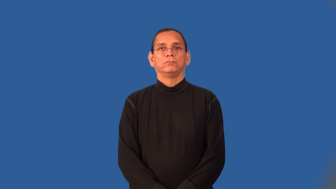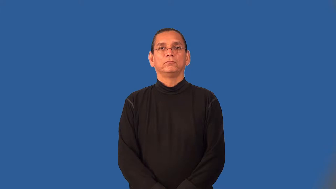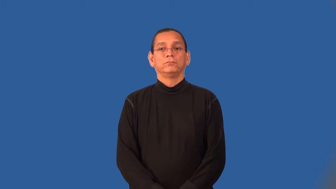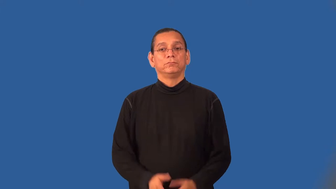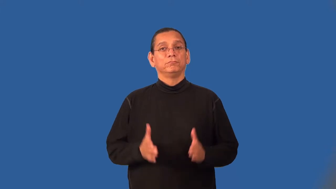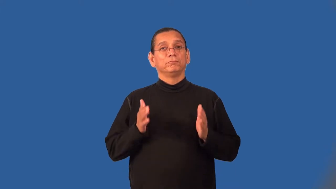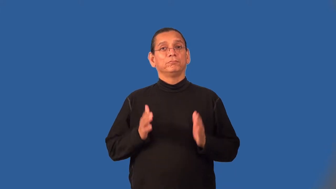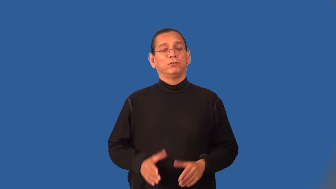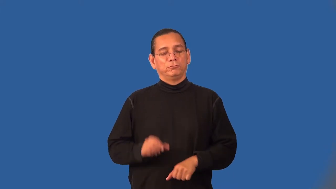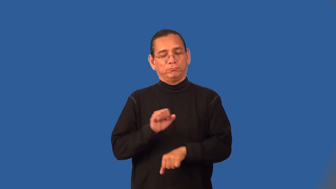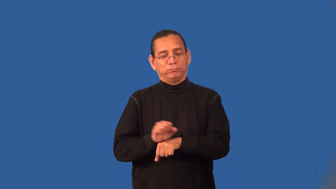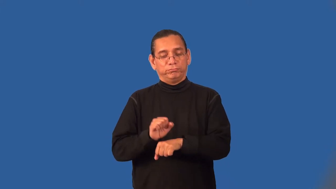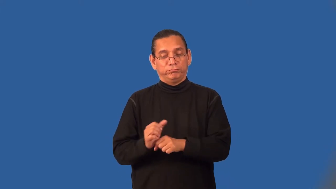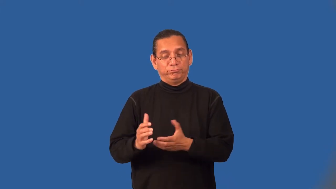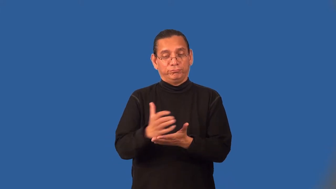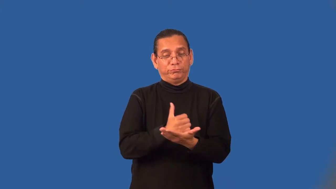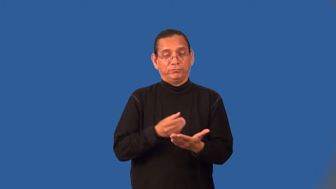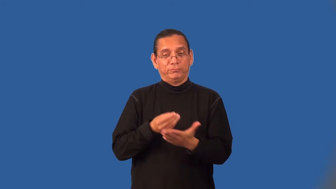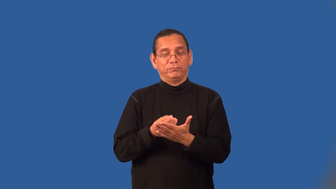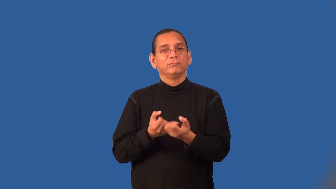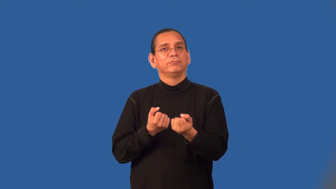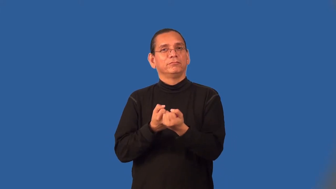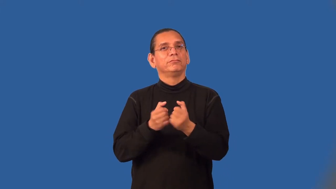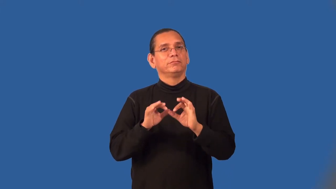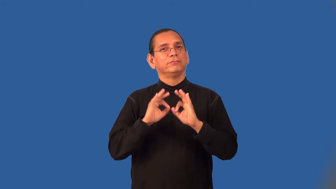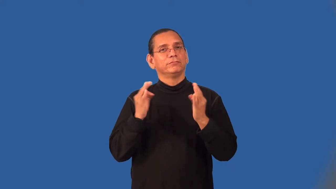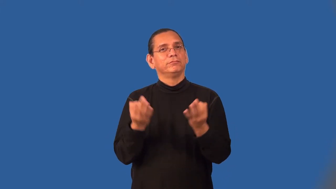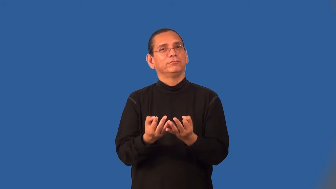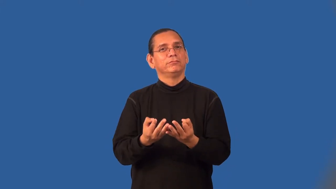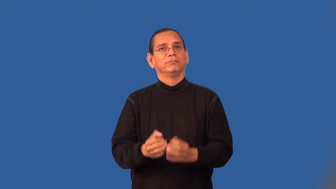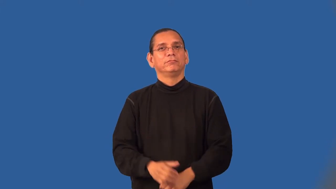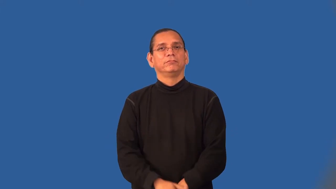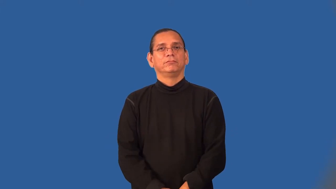breadwinner